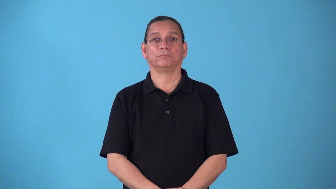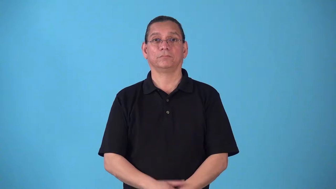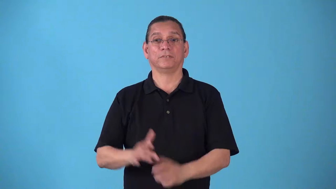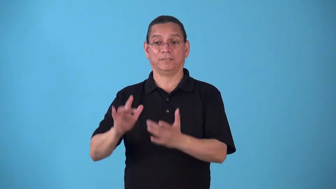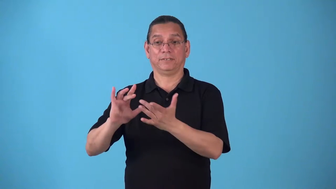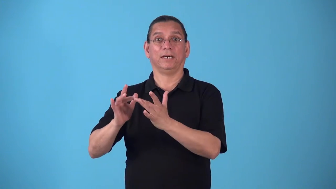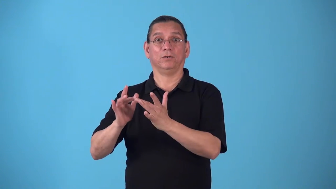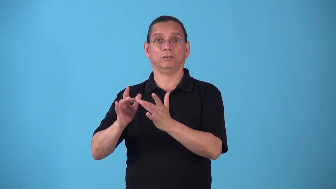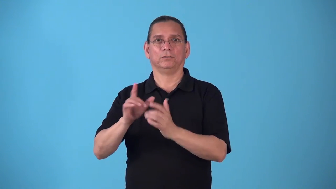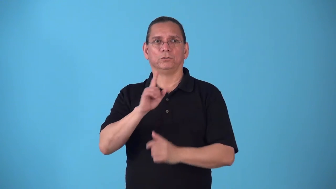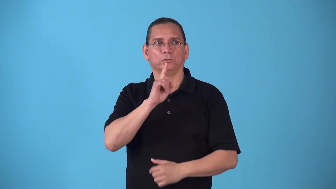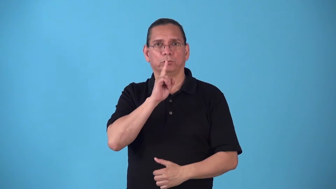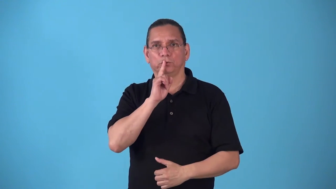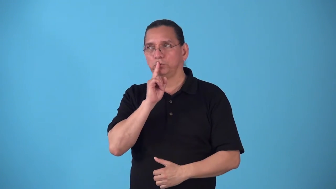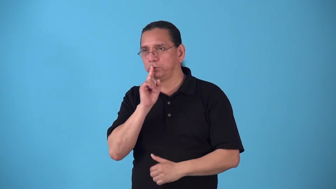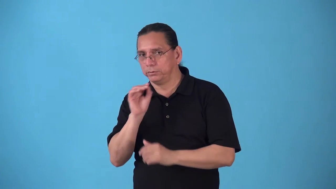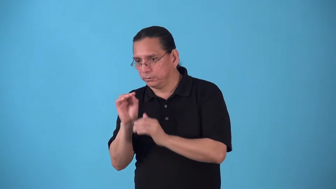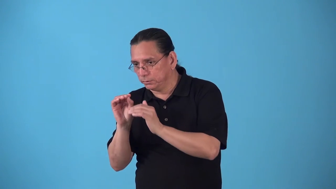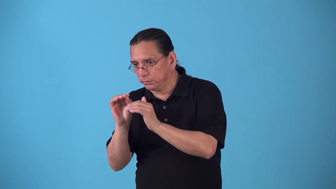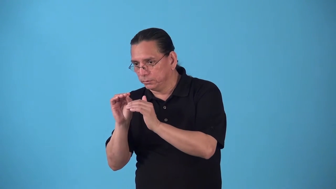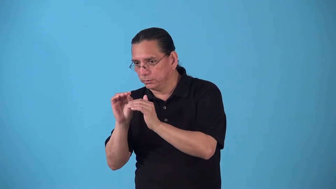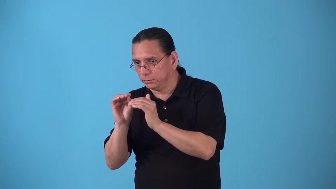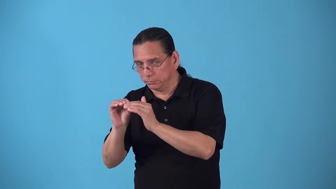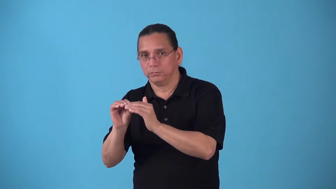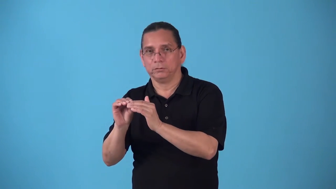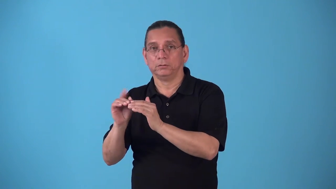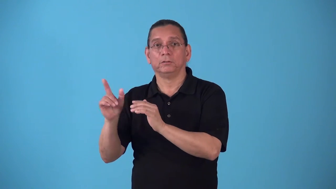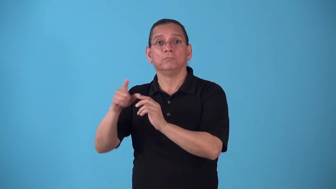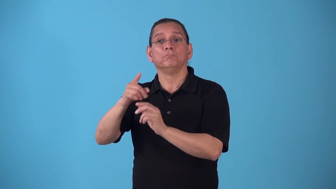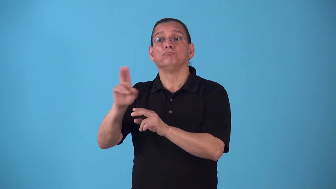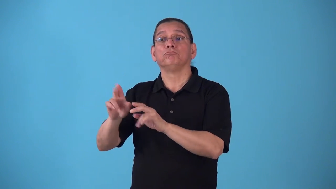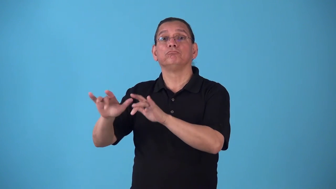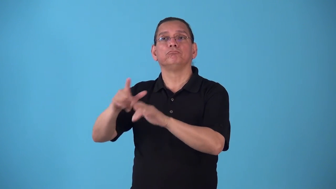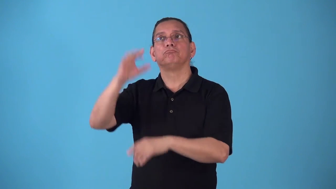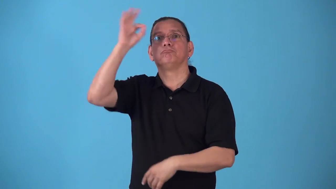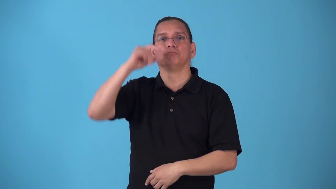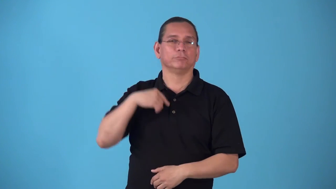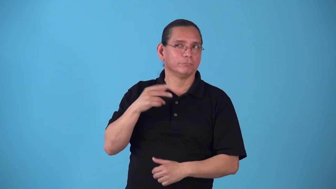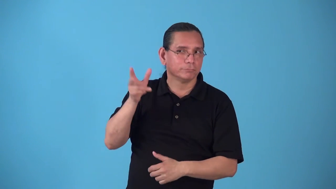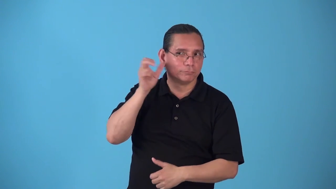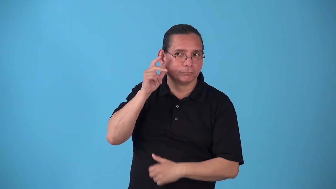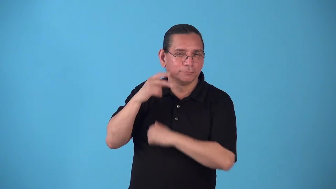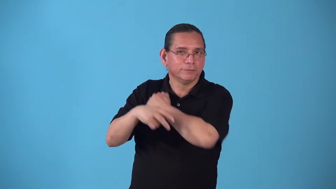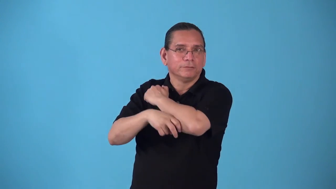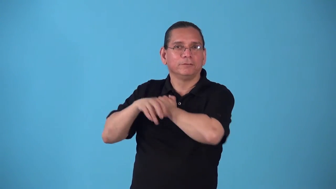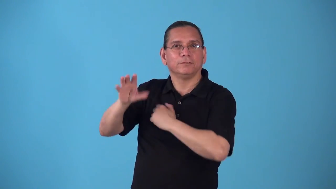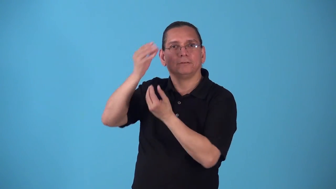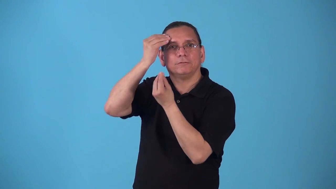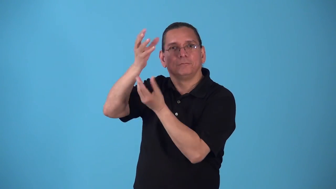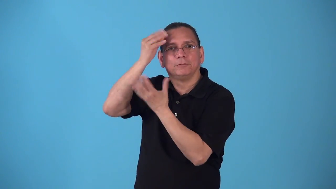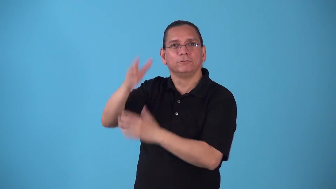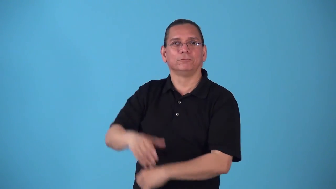spyware